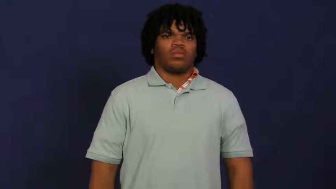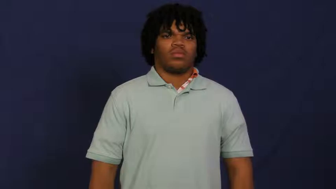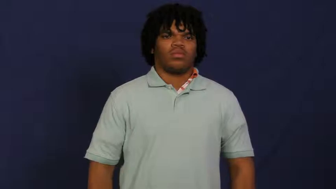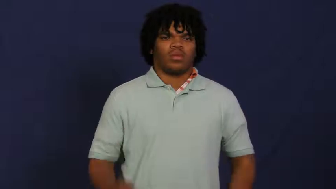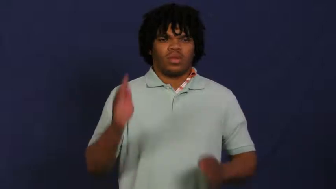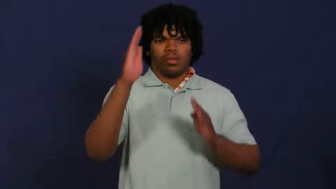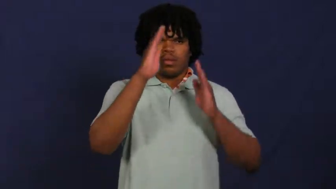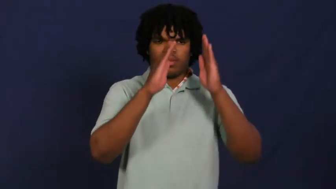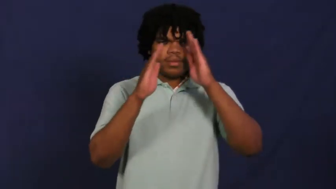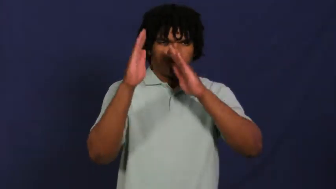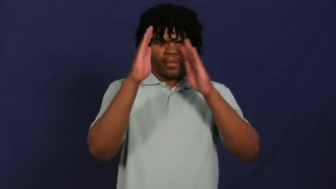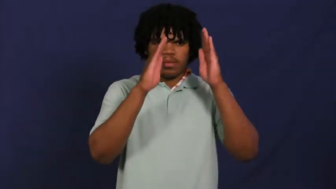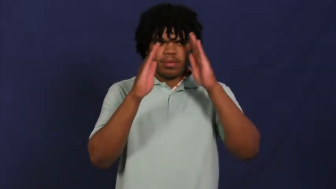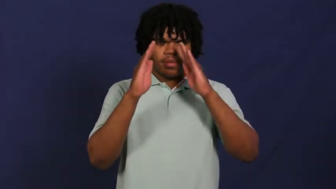worry,gnaw at,care,eat away at